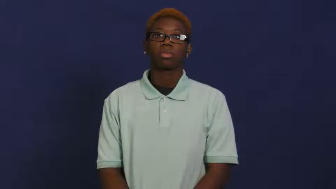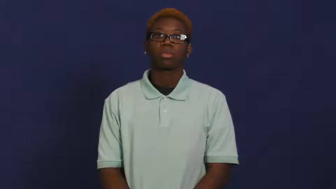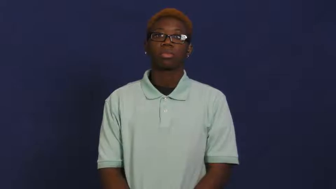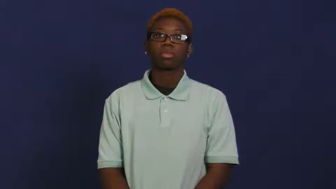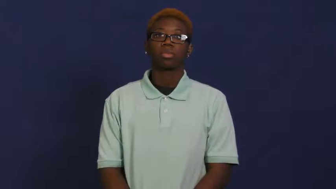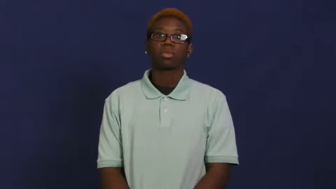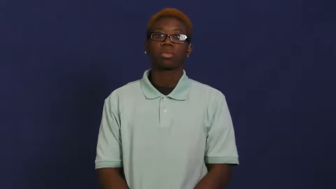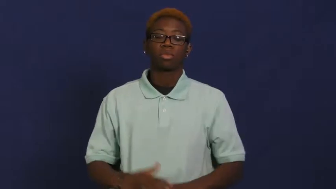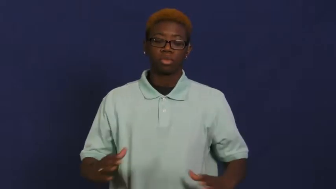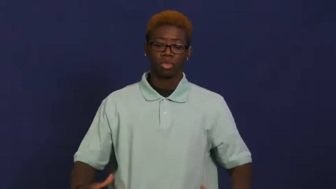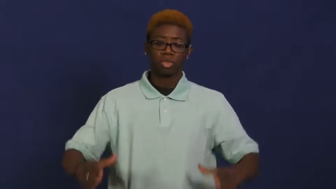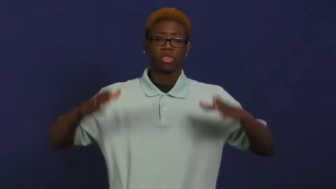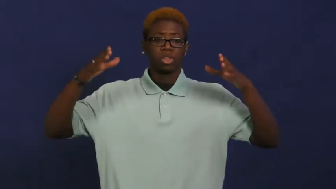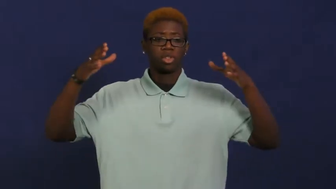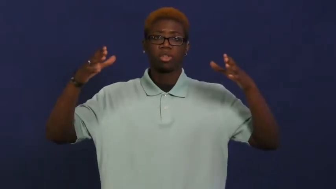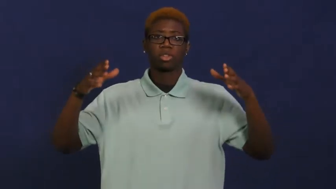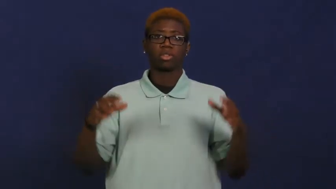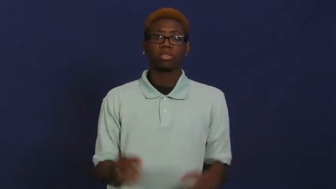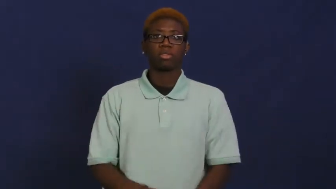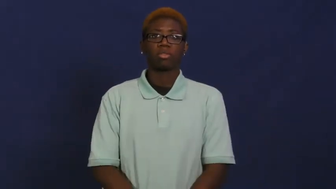pillar